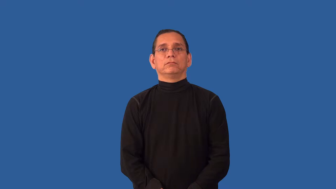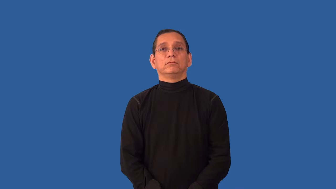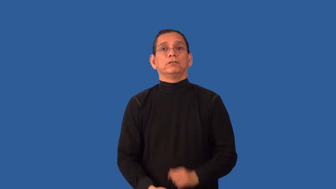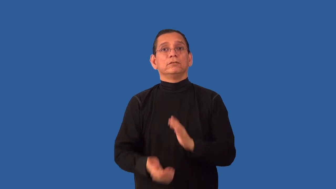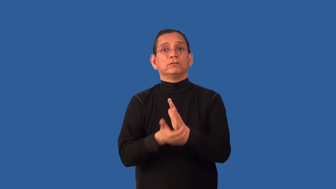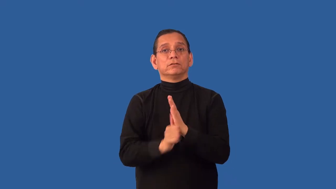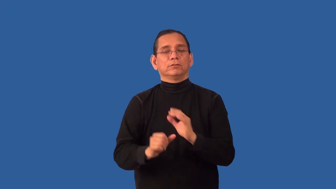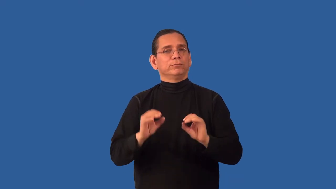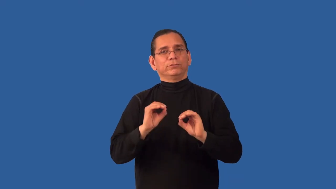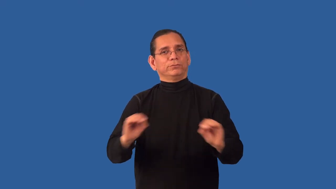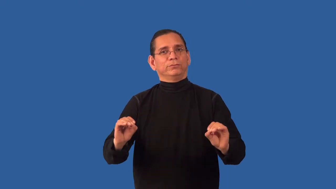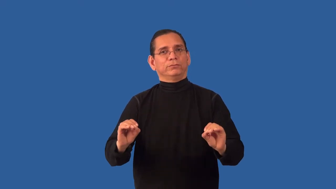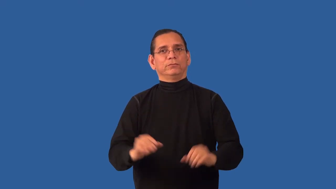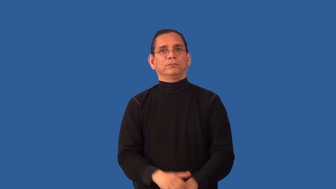unemployable